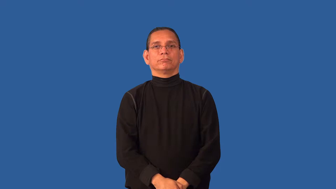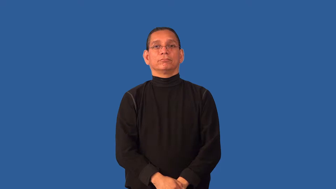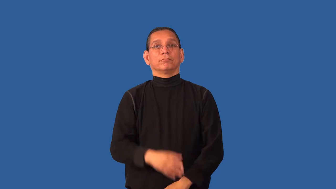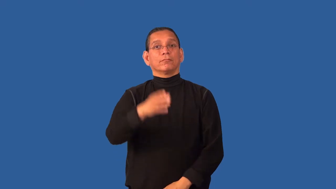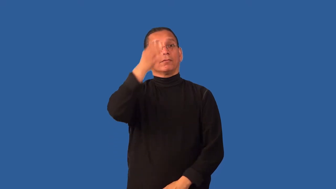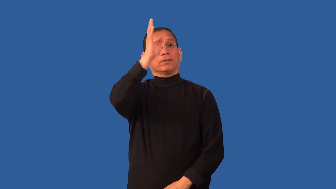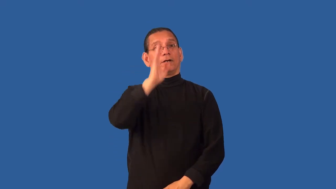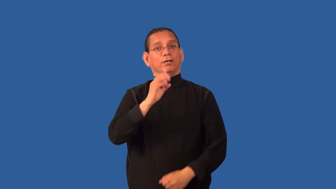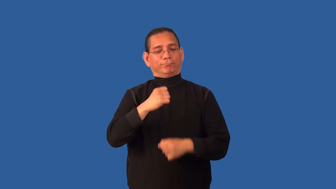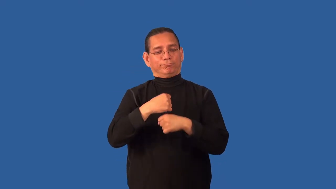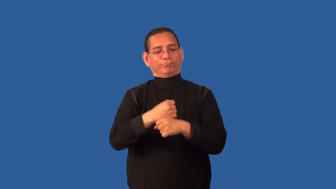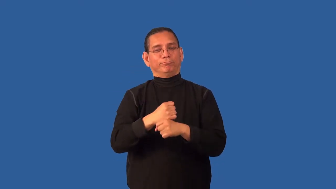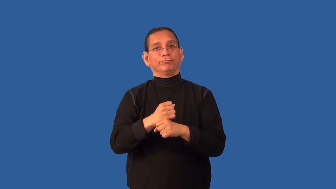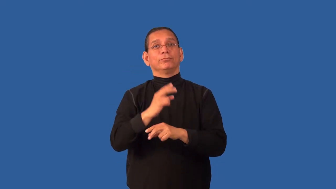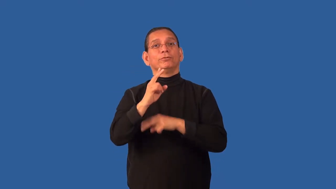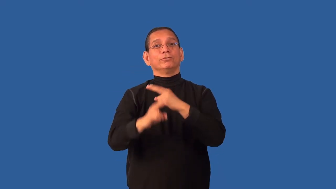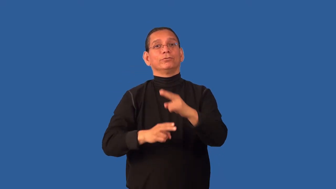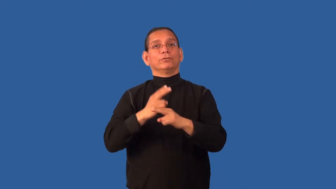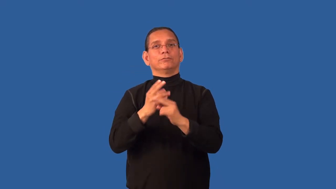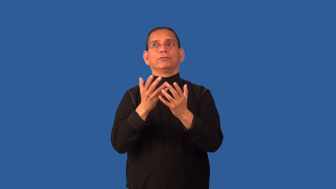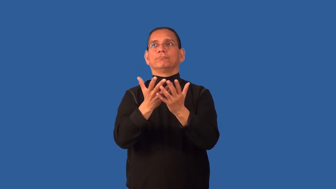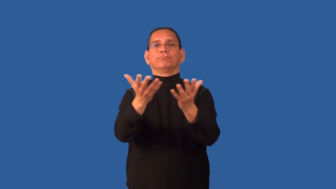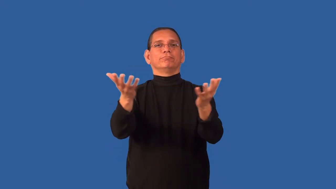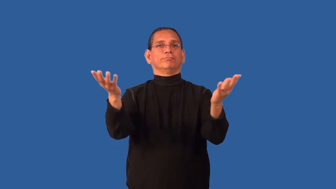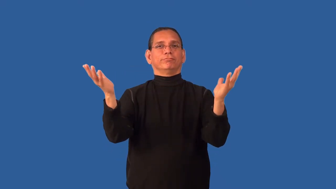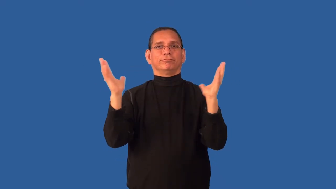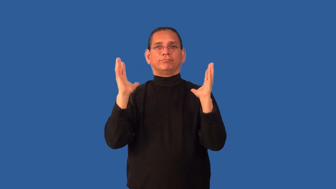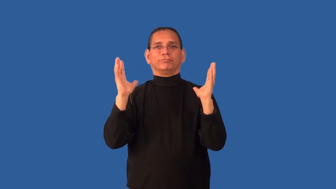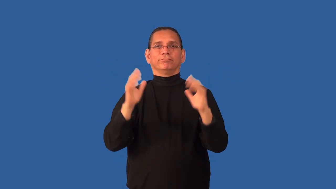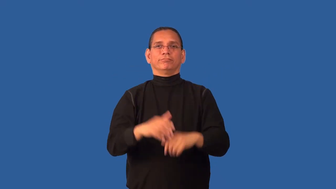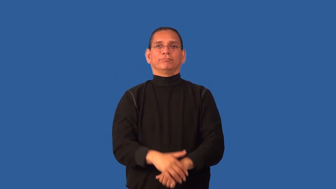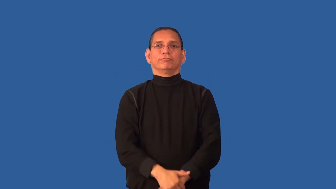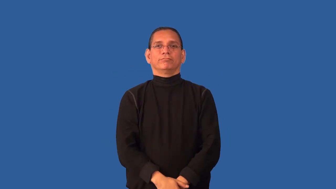creation-biblical